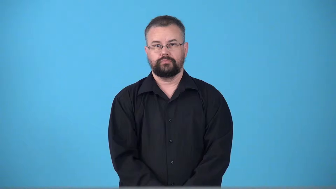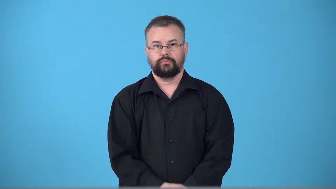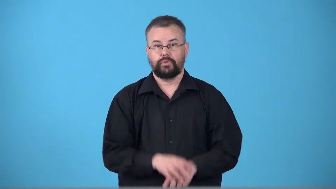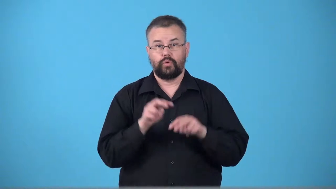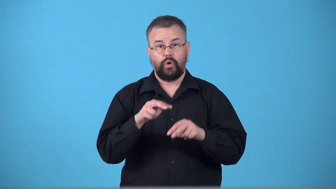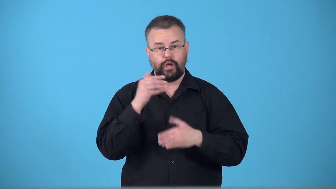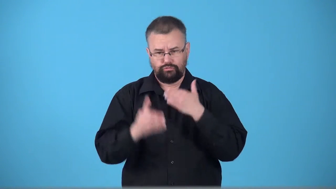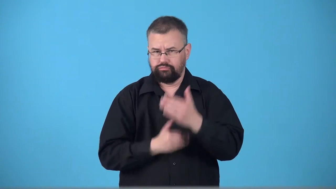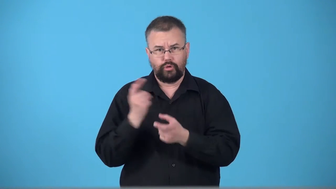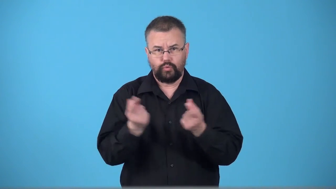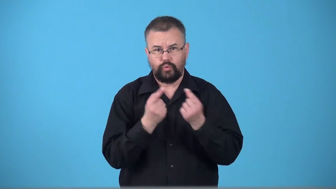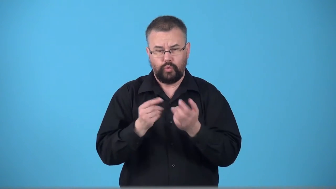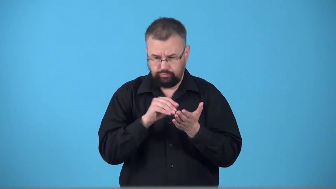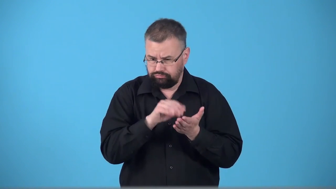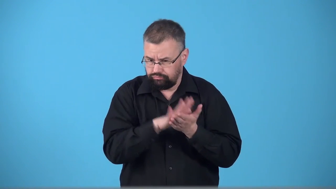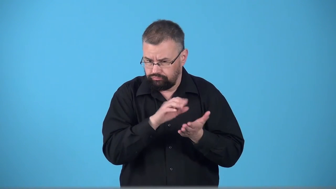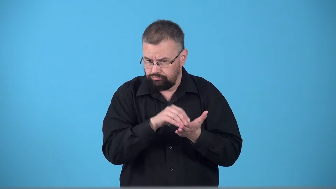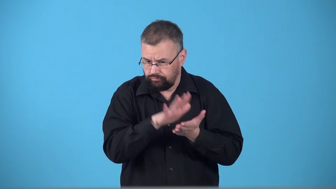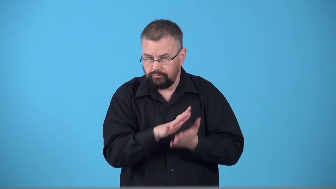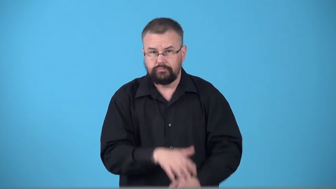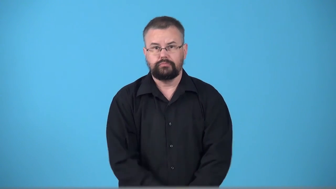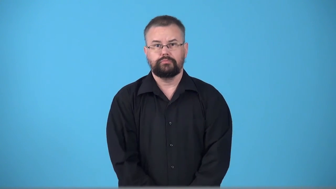track-progress of something